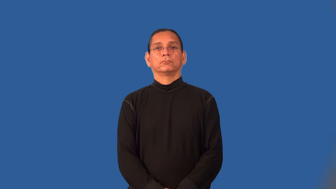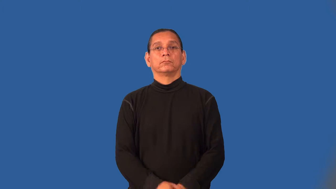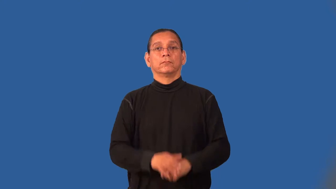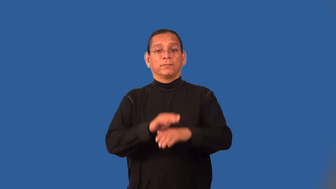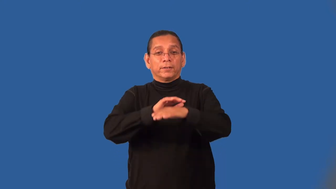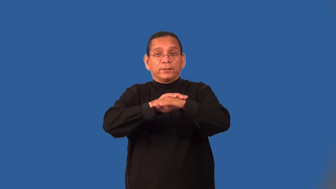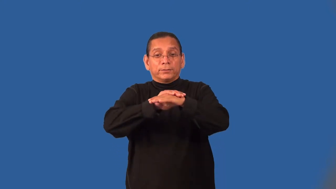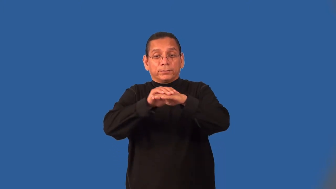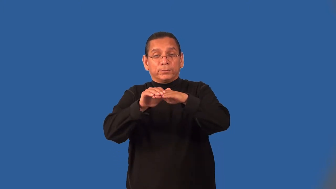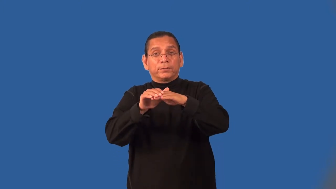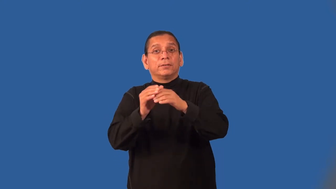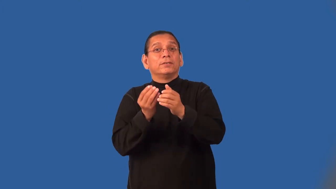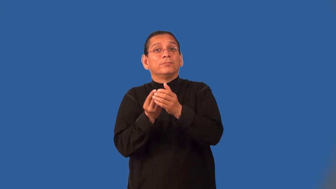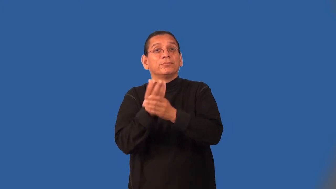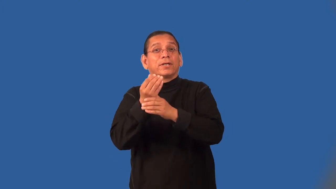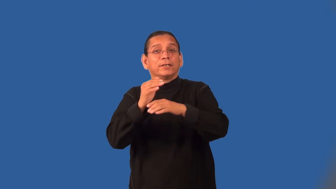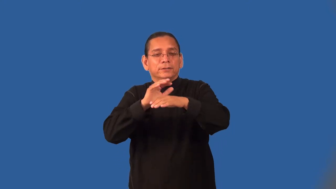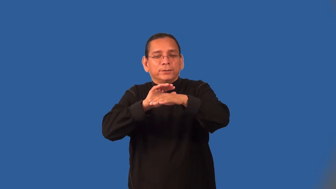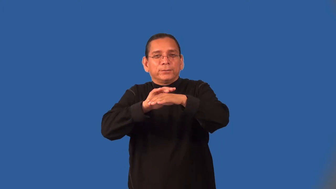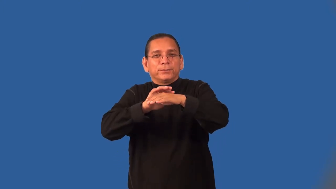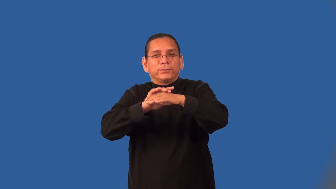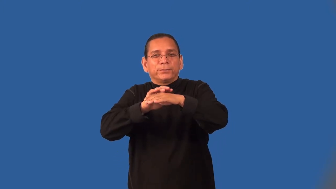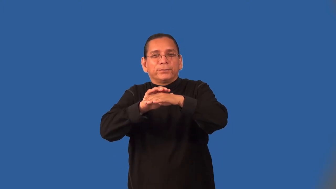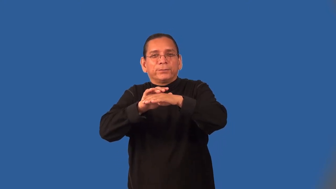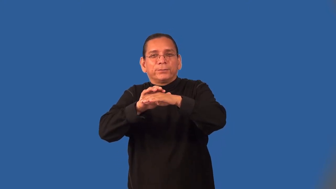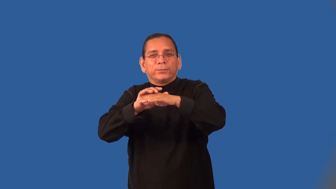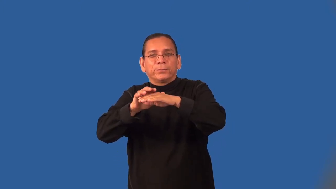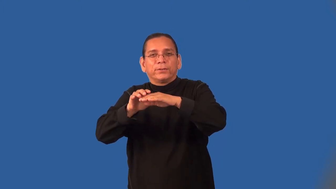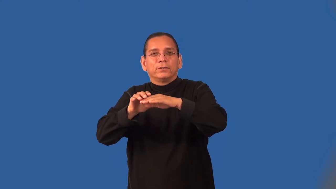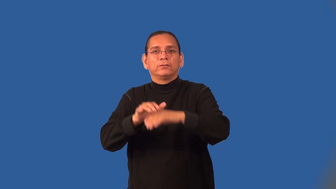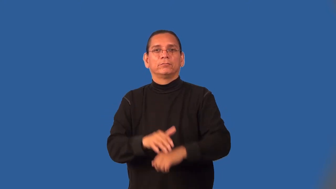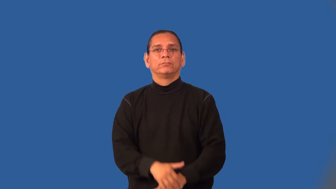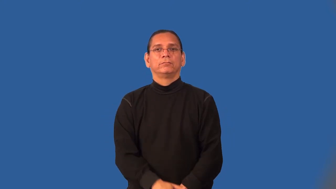mossy